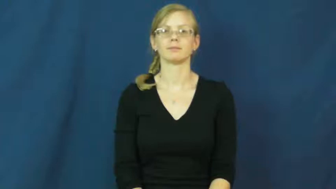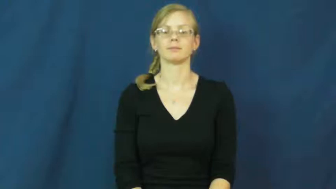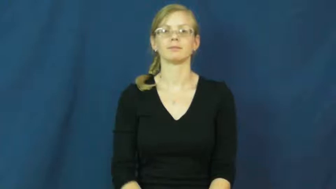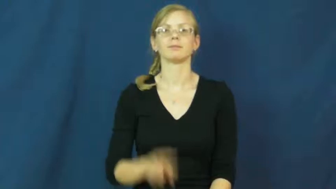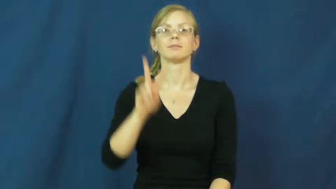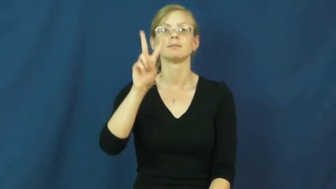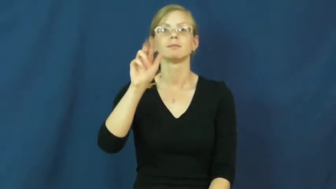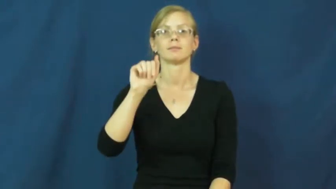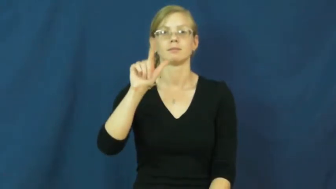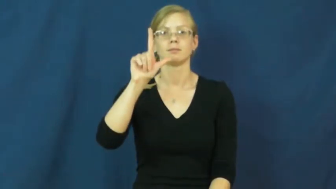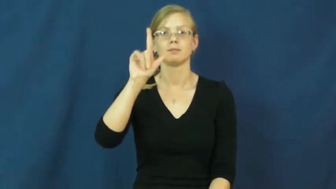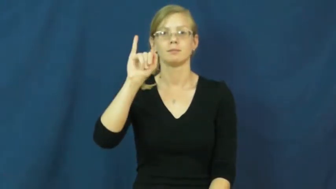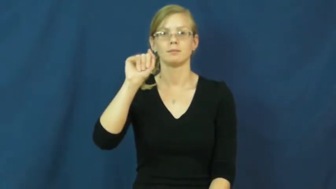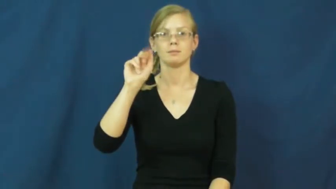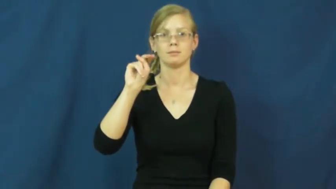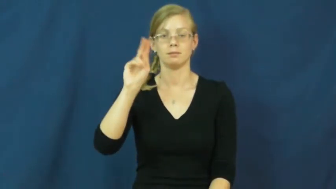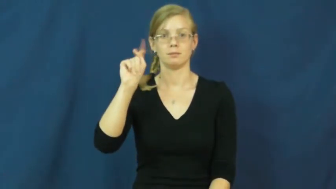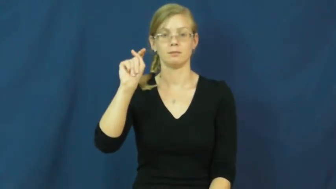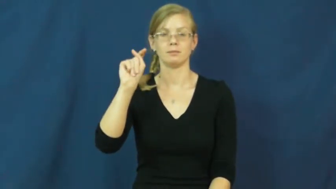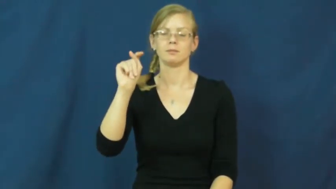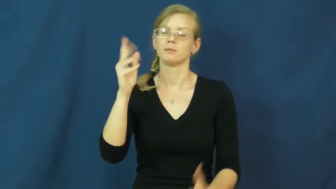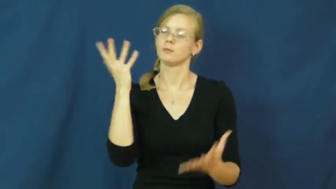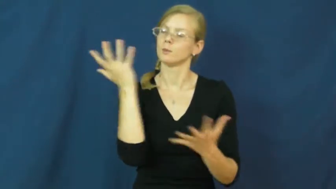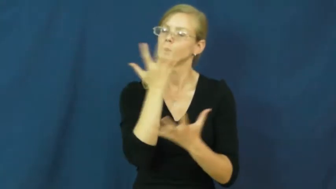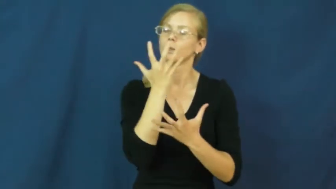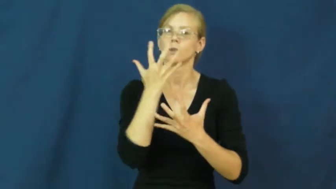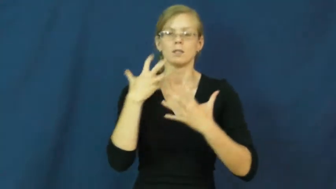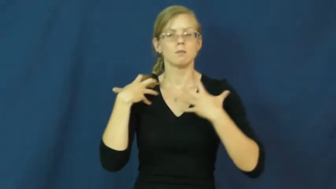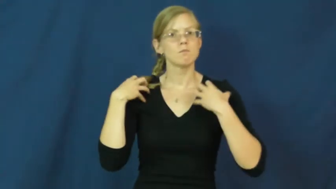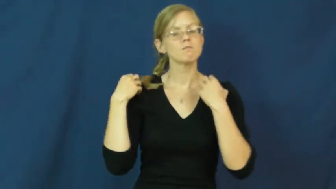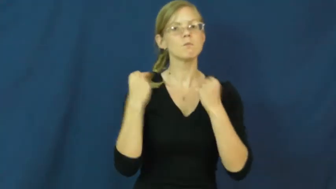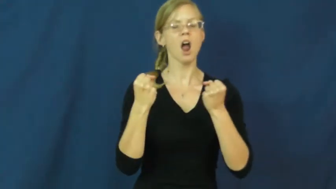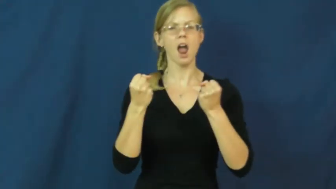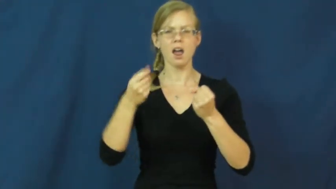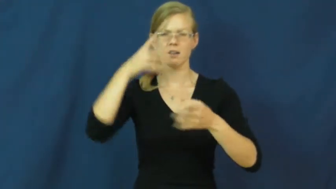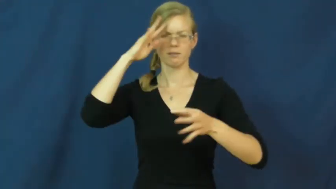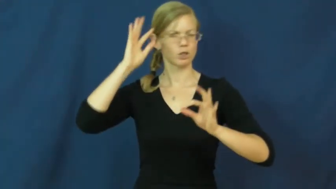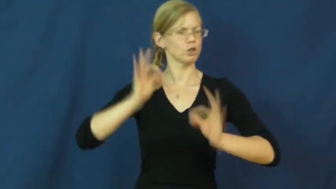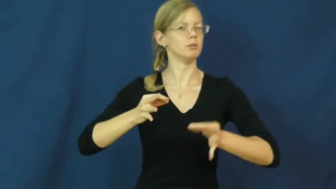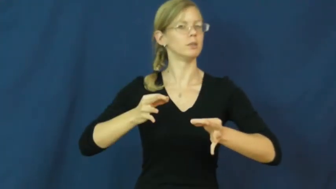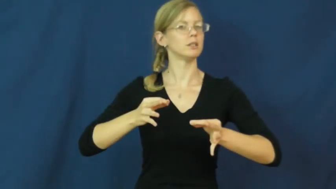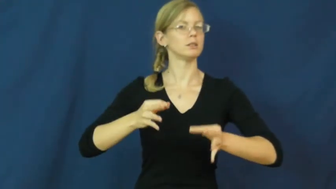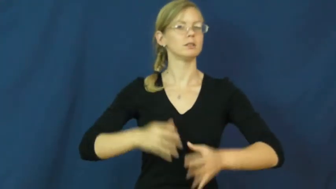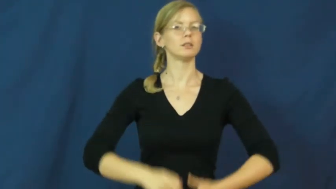valiant